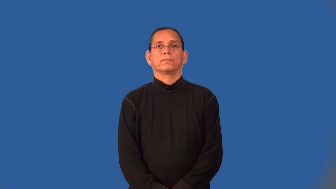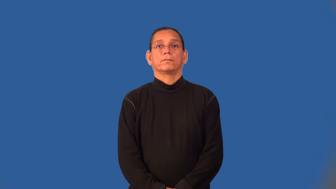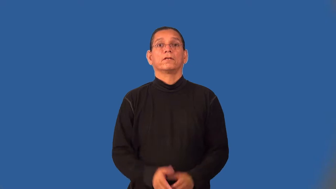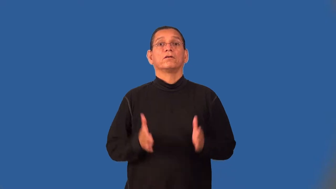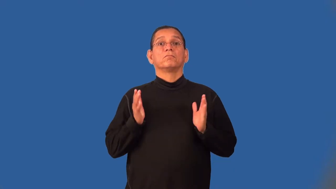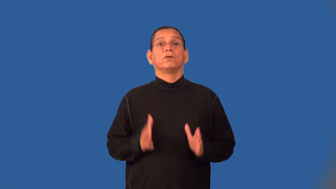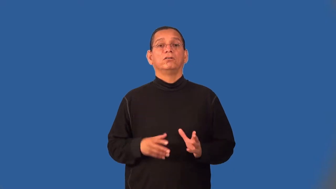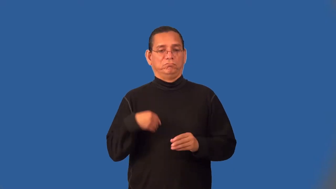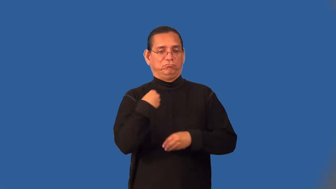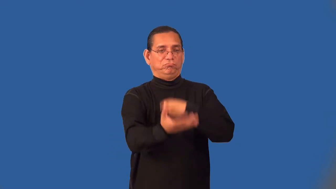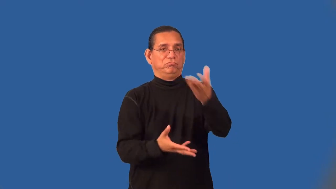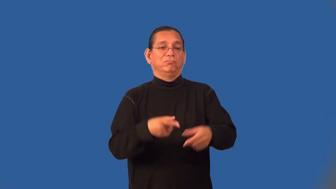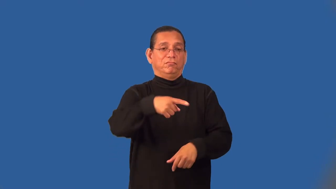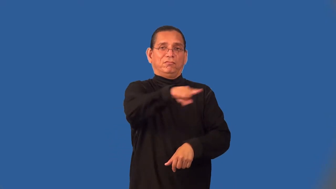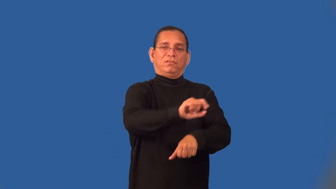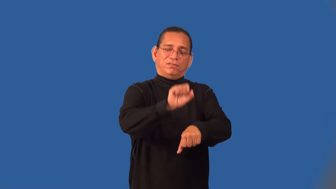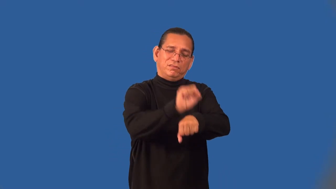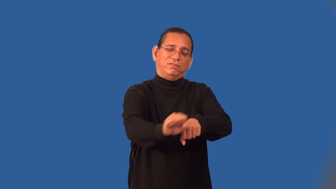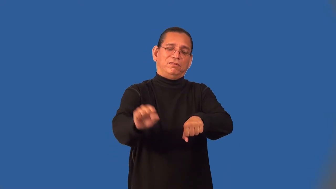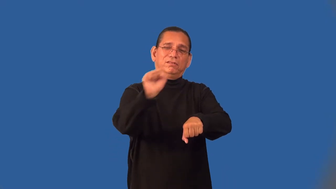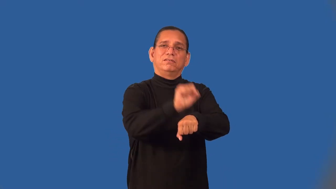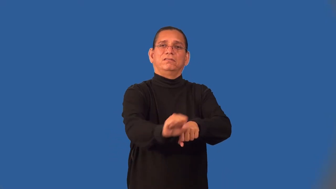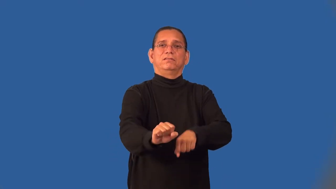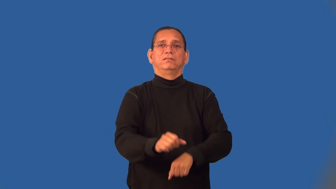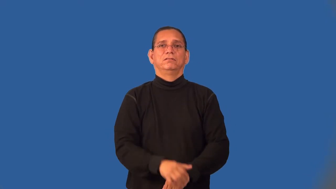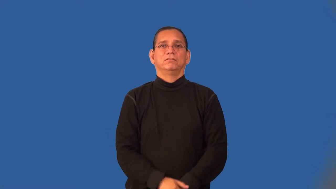taskmaster